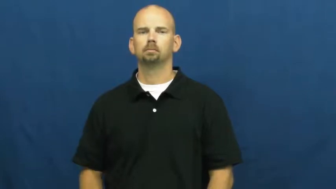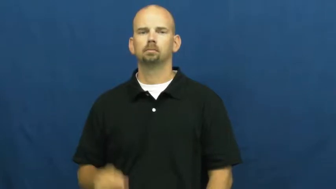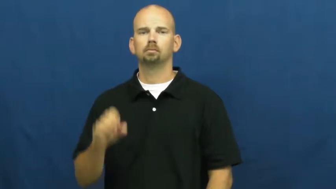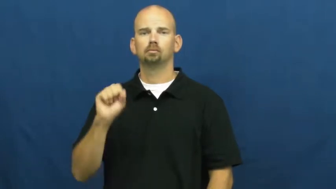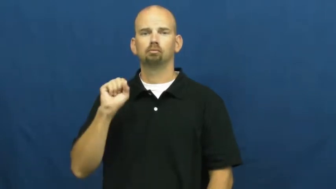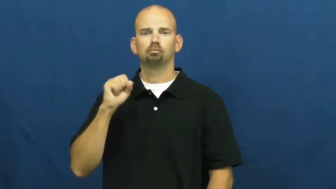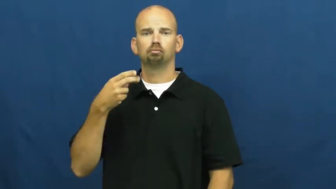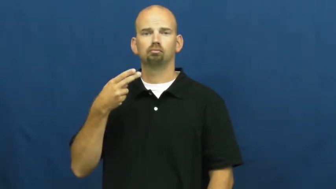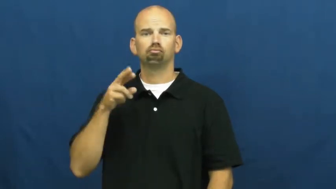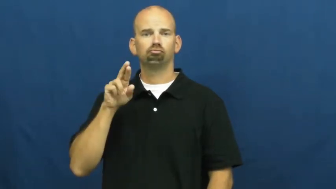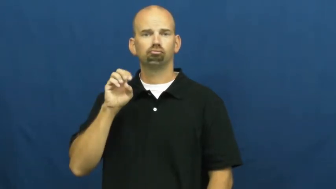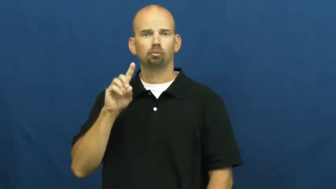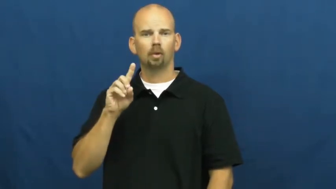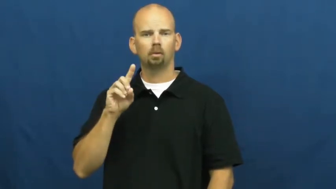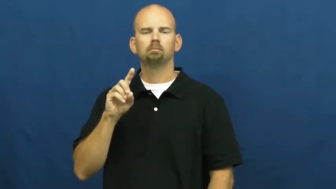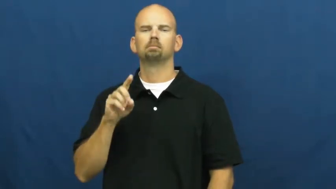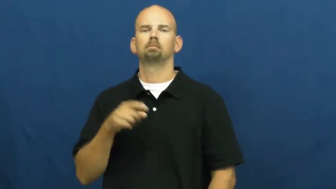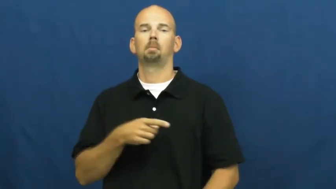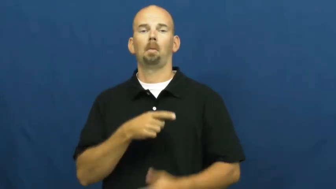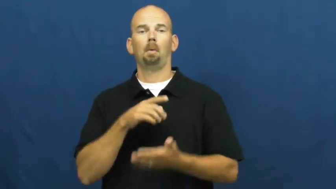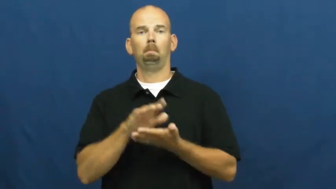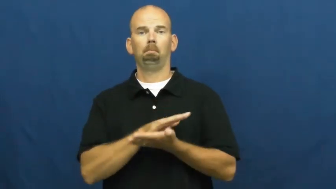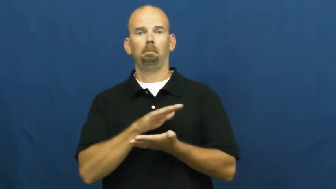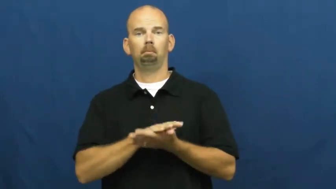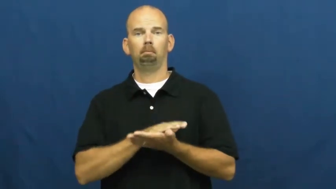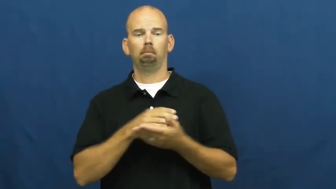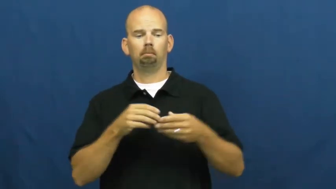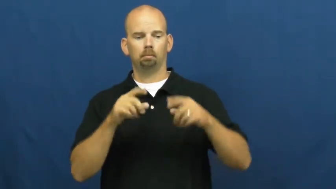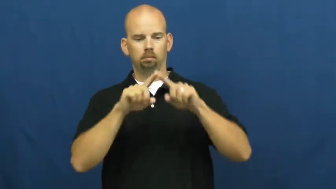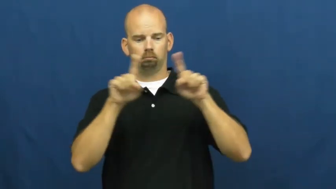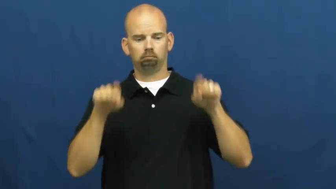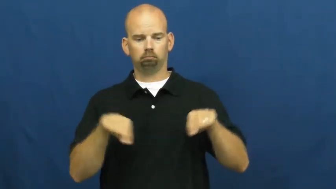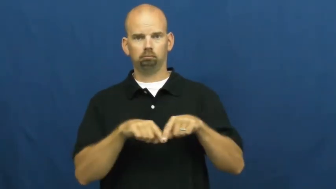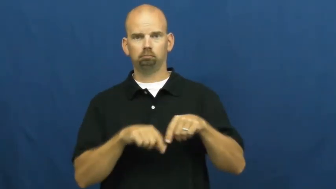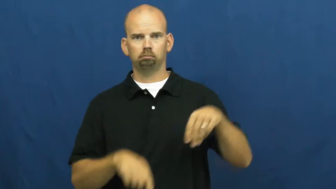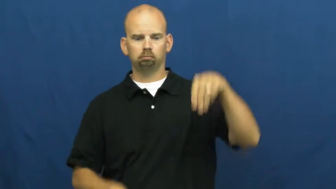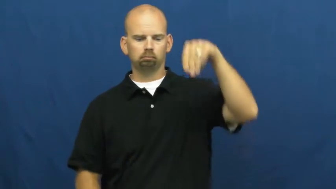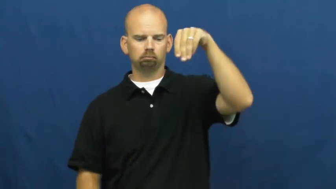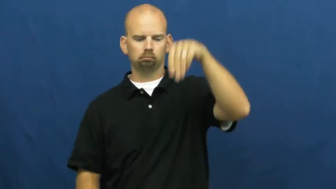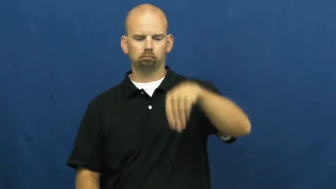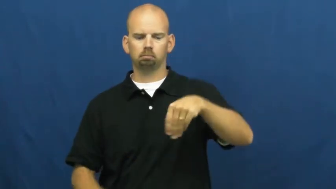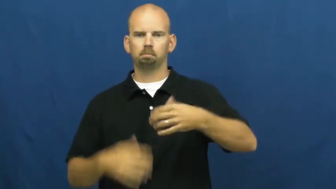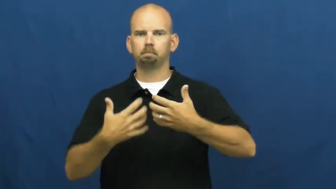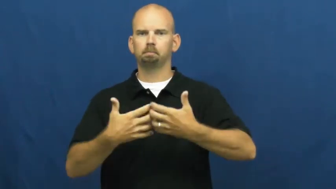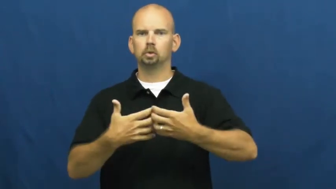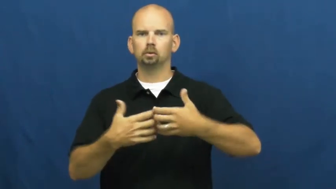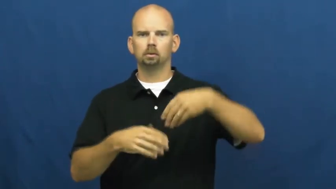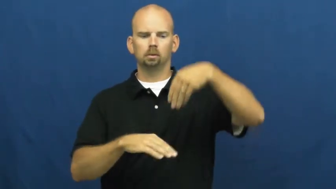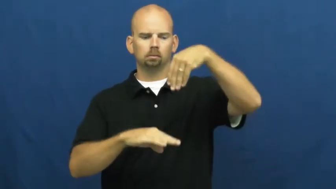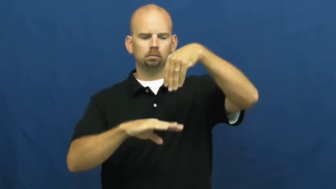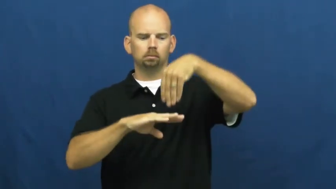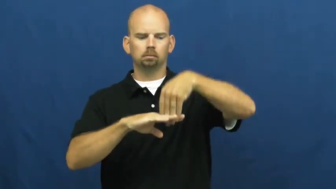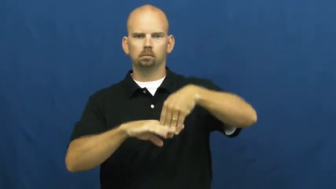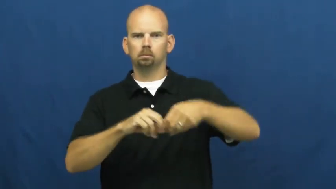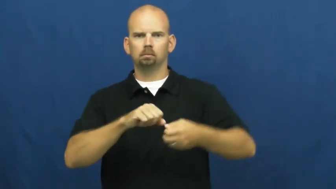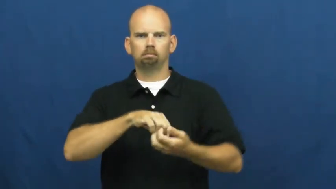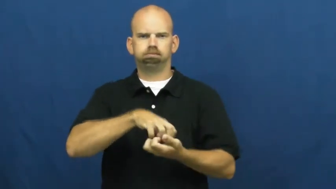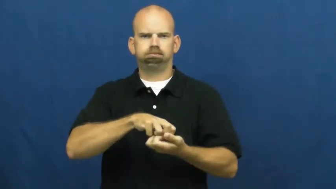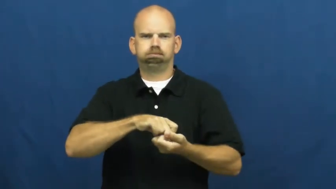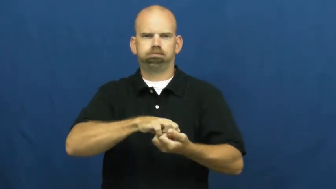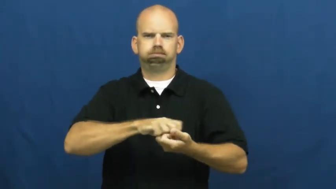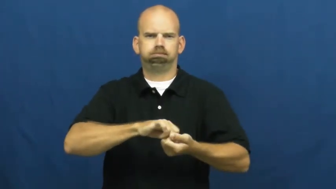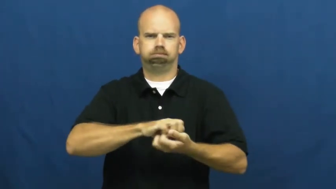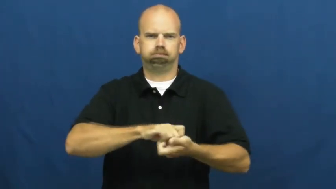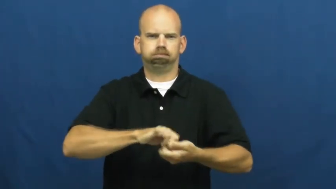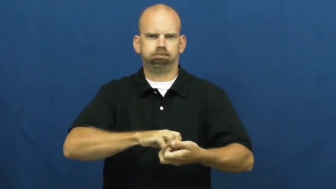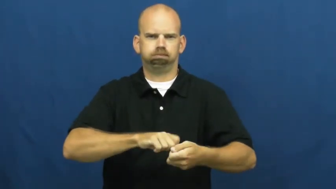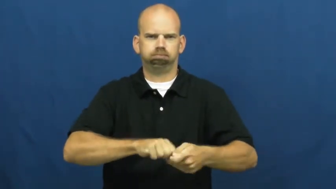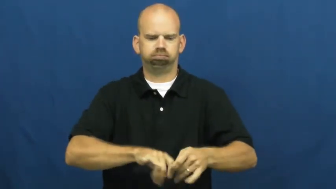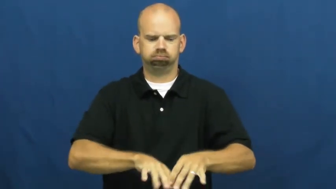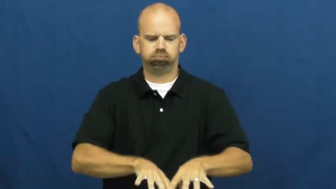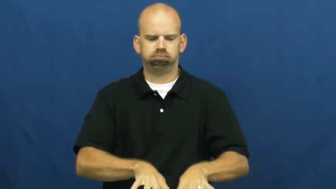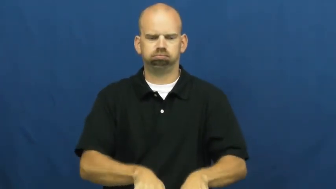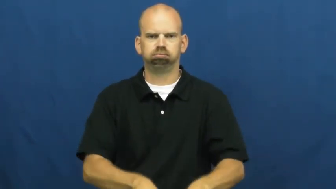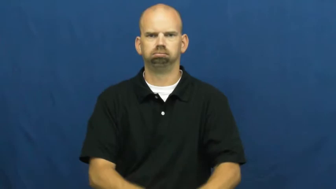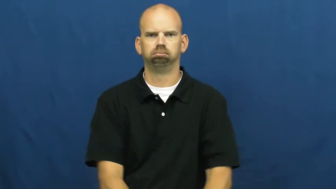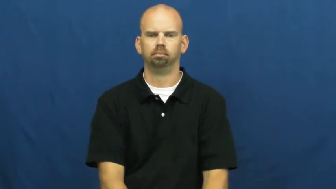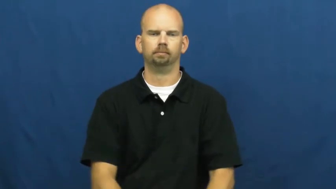shred-machine